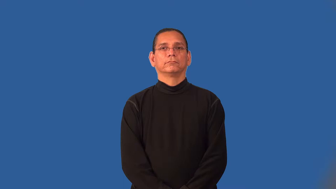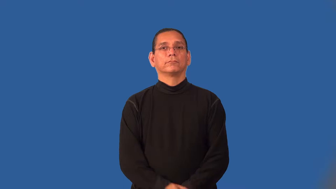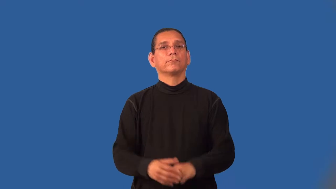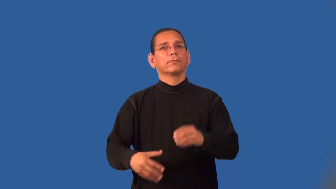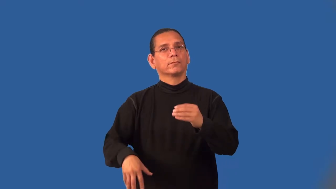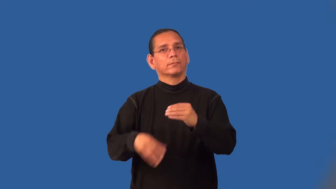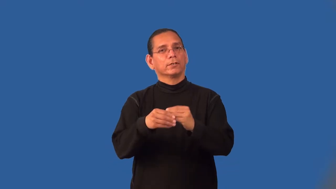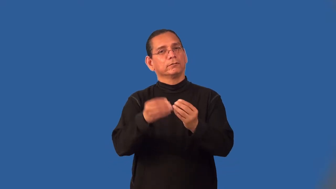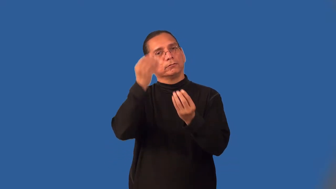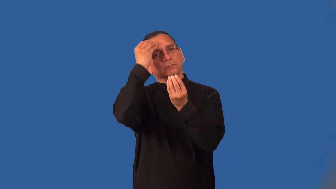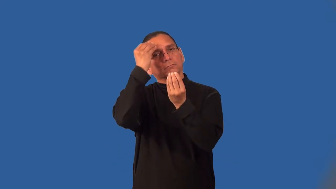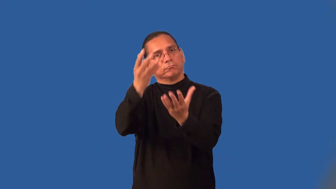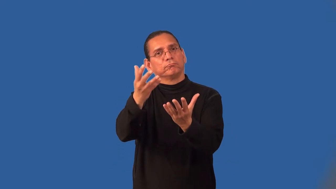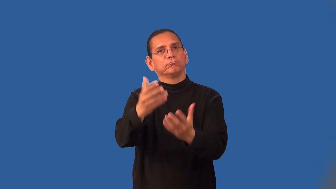inject-add information